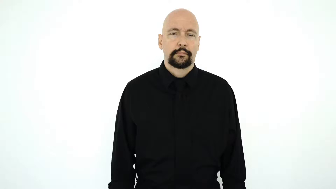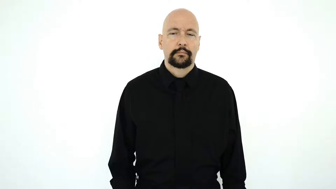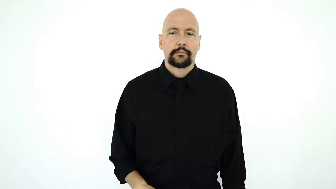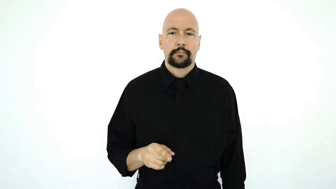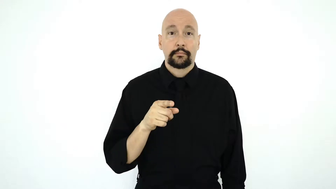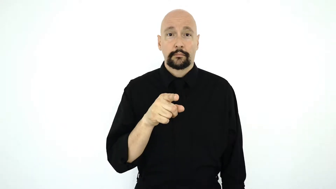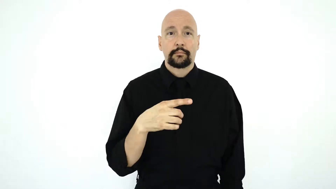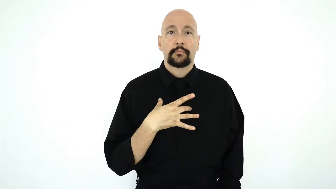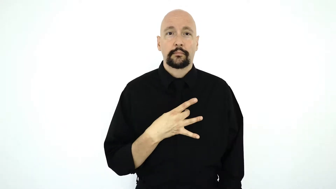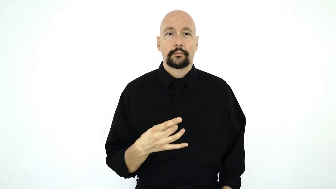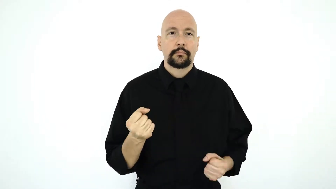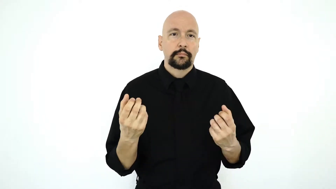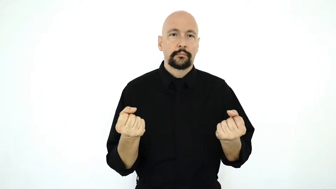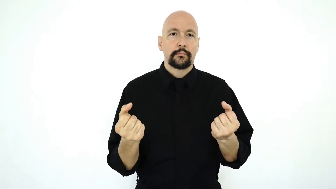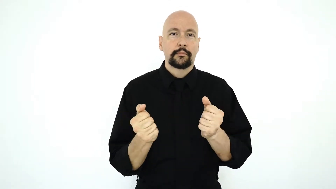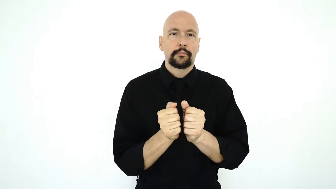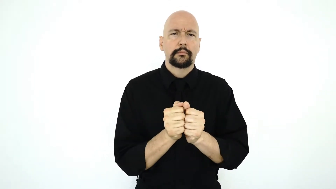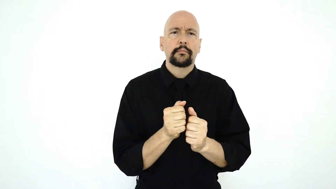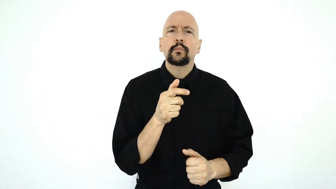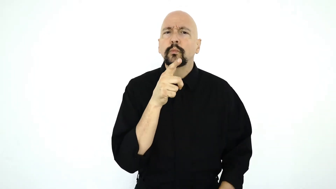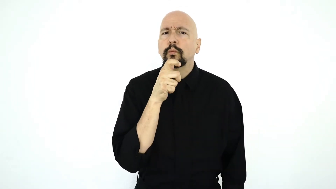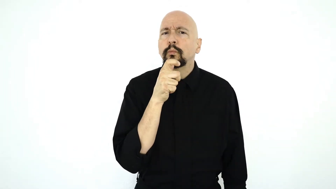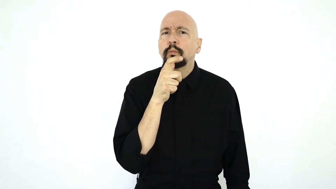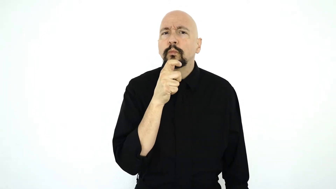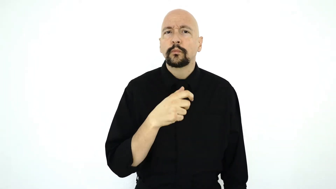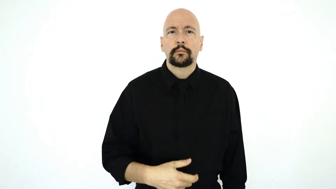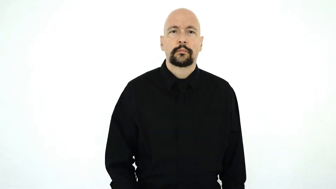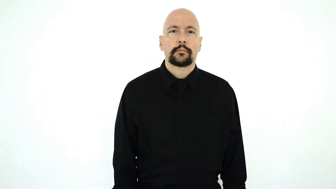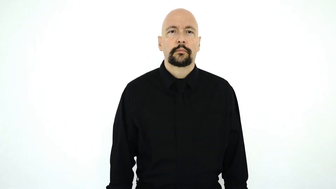YOU LIKE SIGN WITH WHO?-[version]